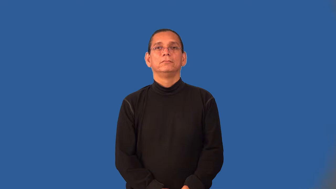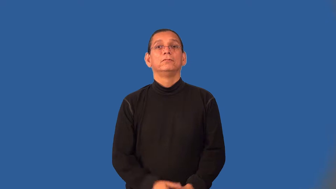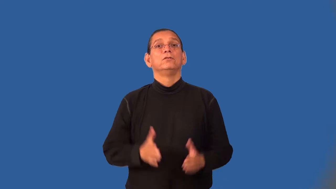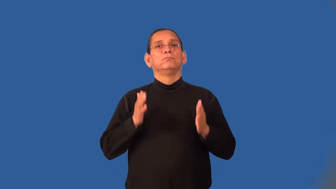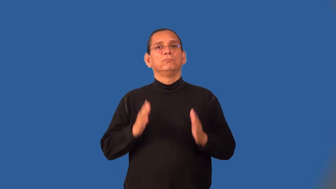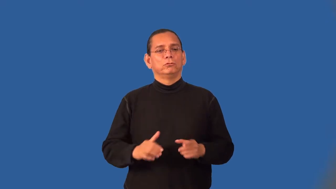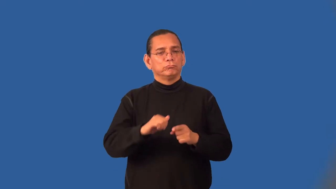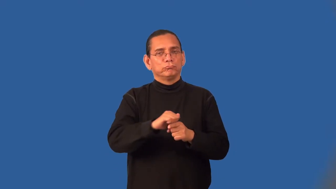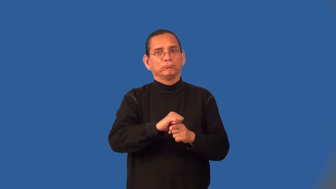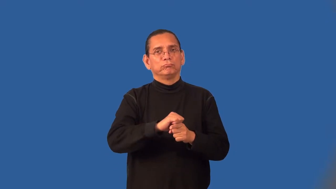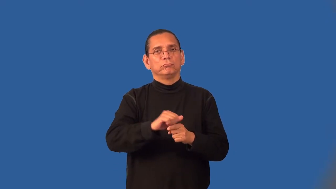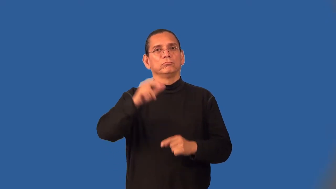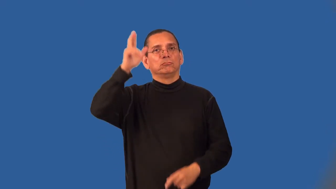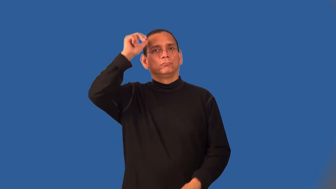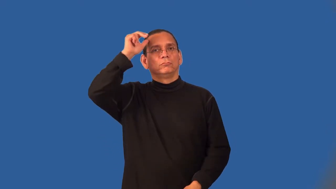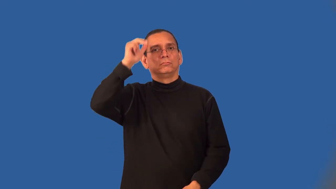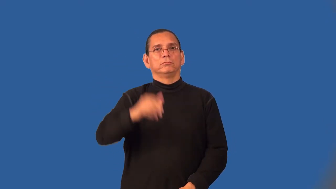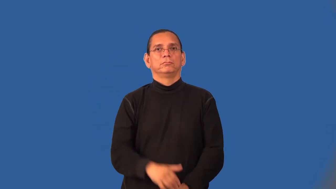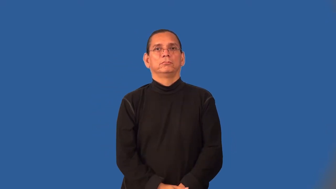broncobuster